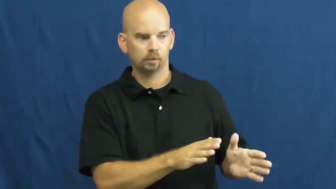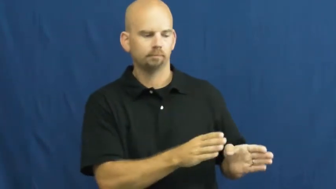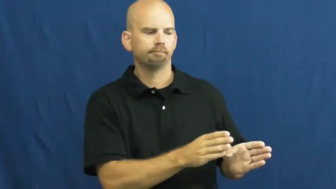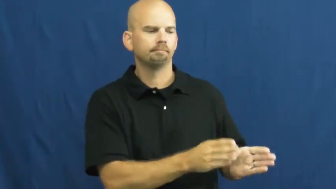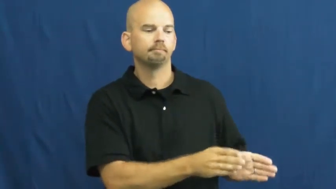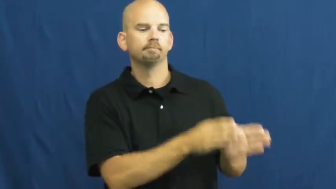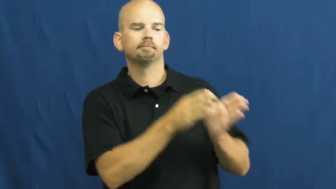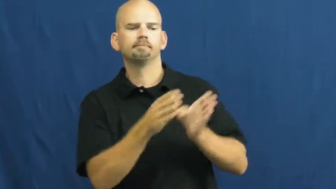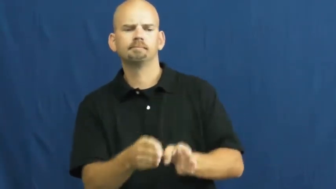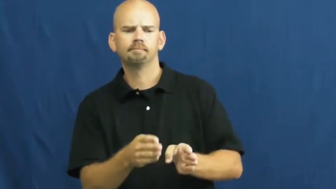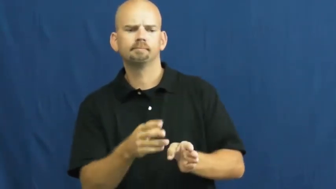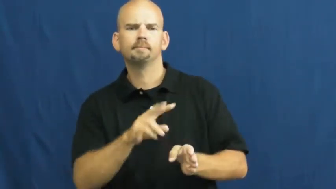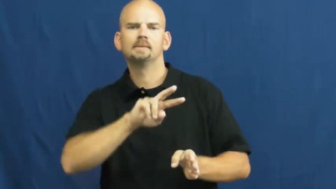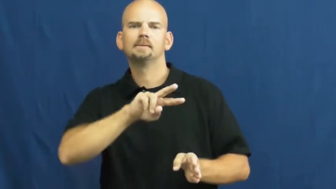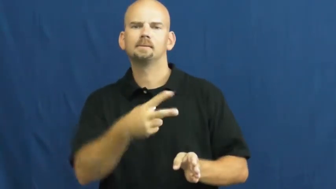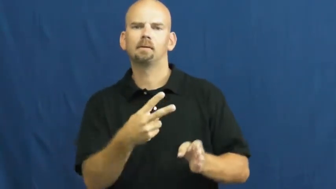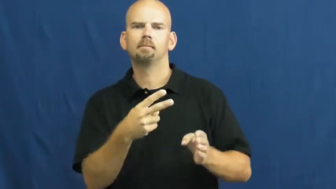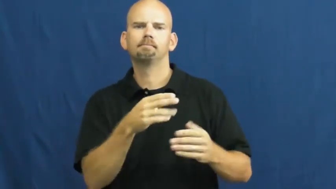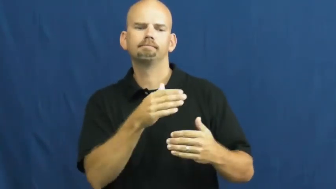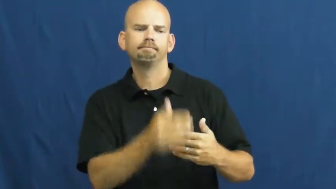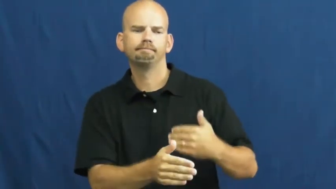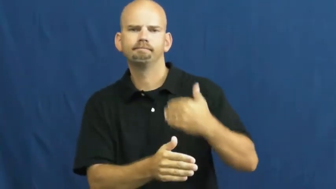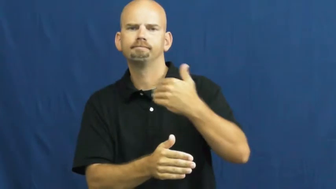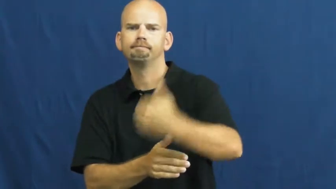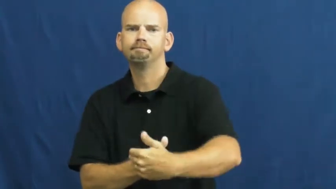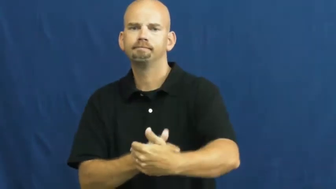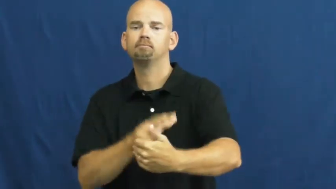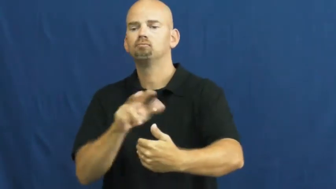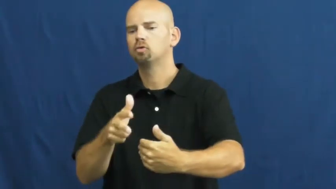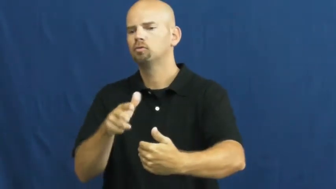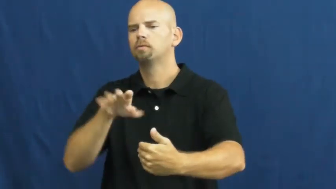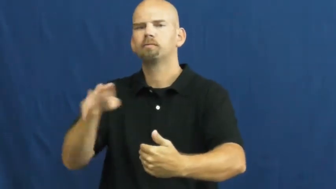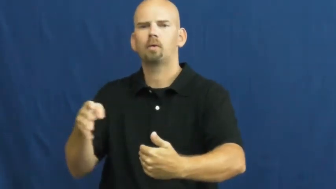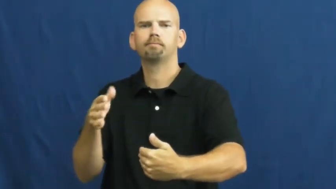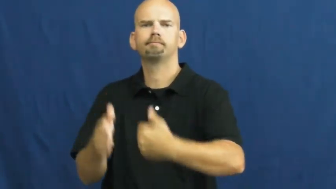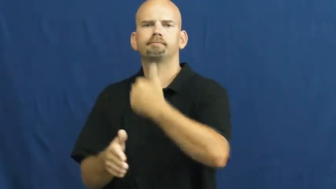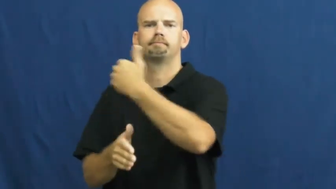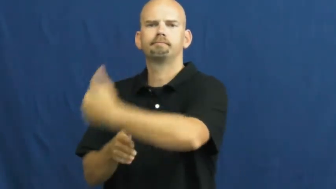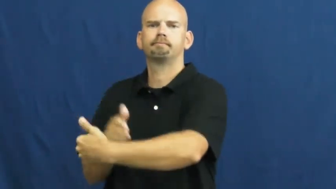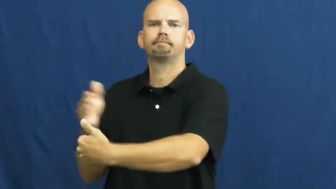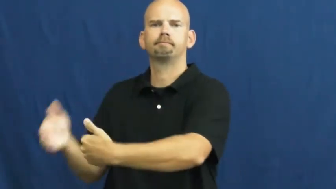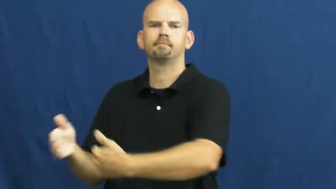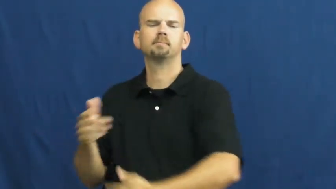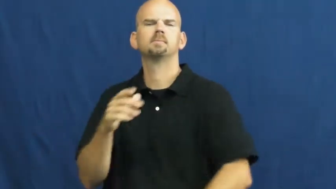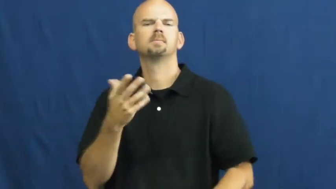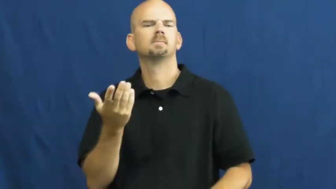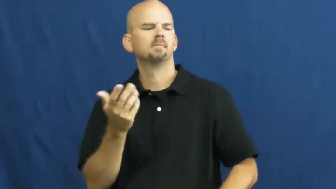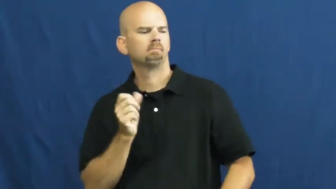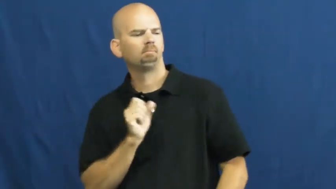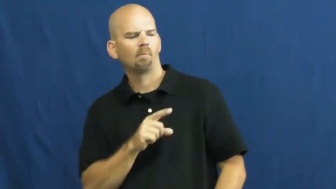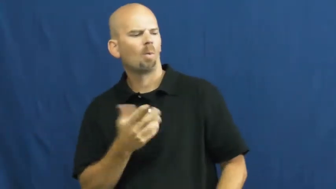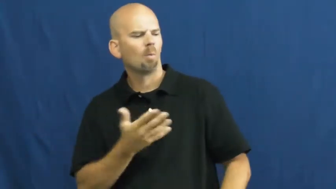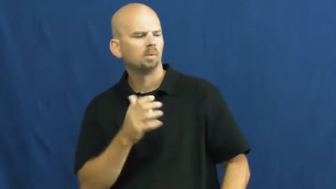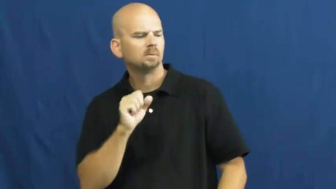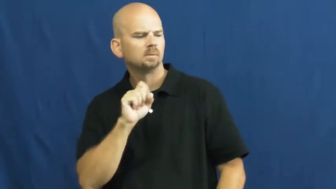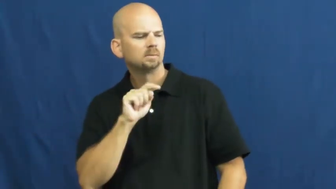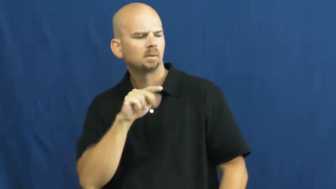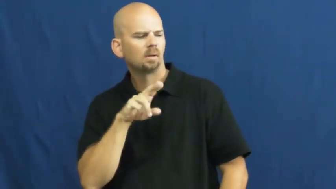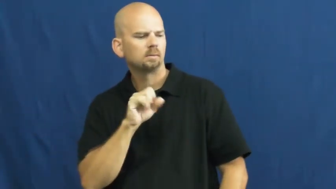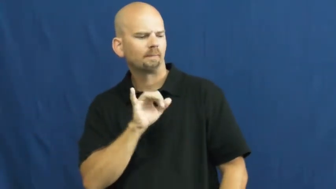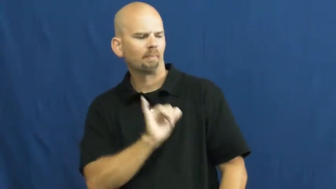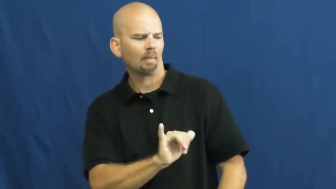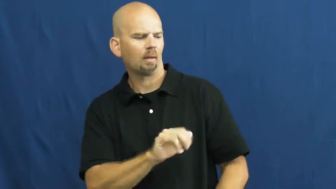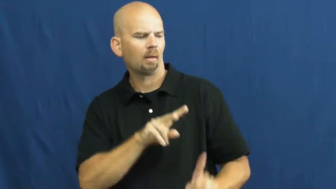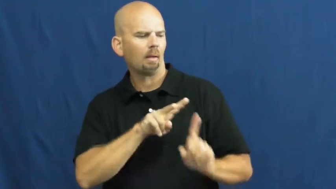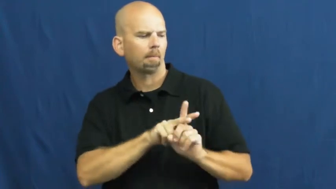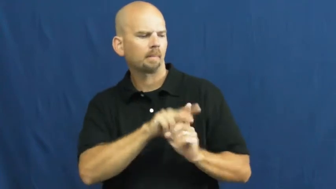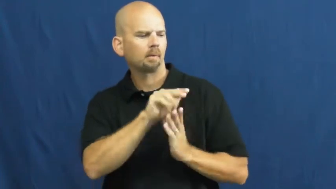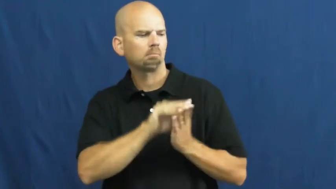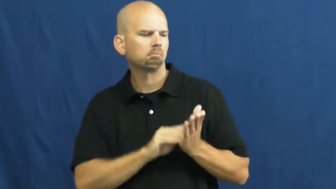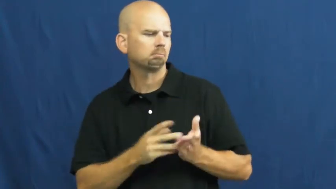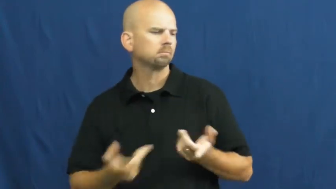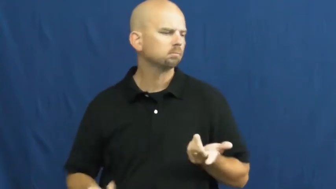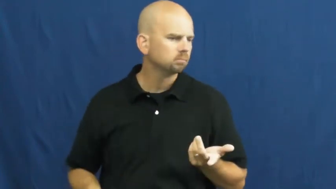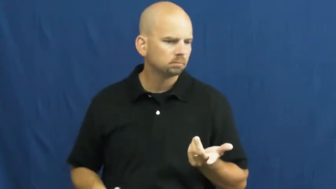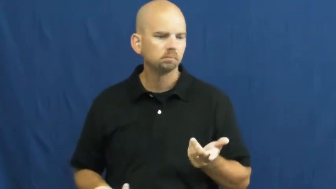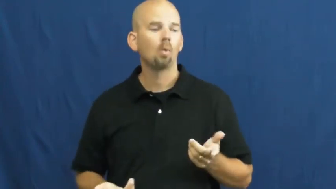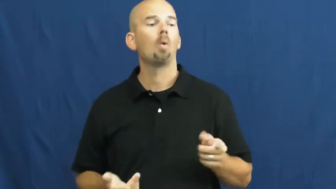status,disposition-state